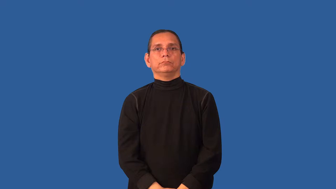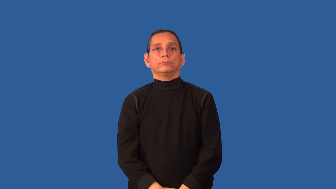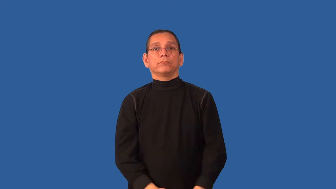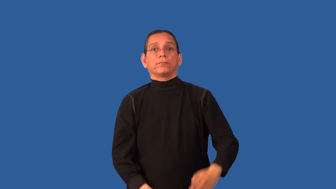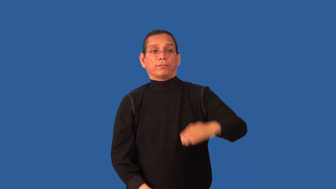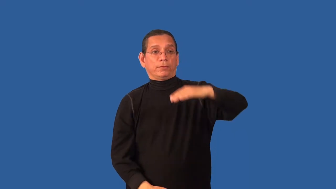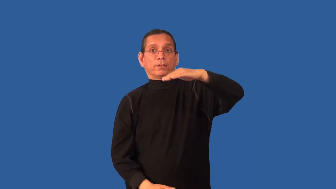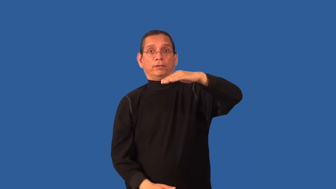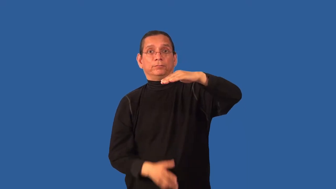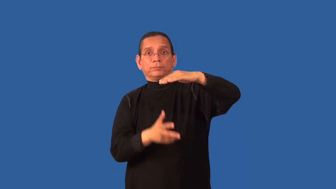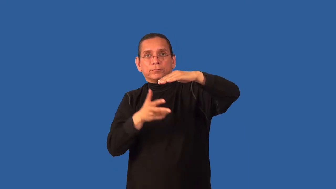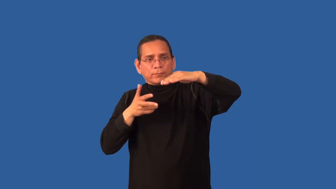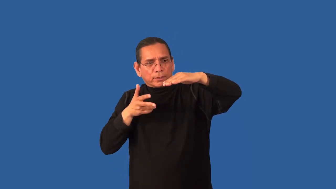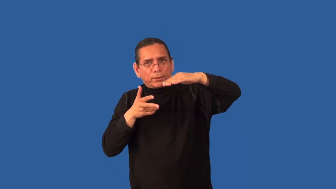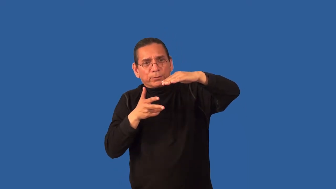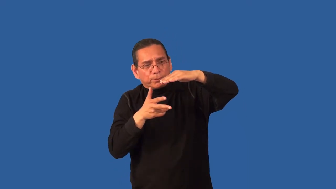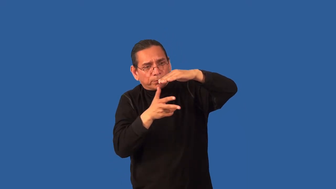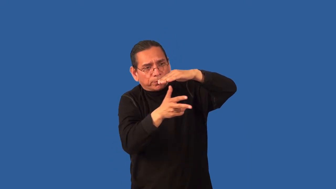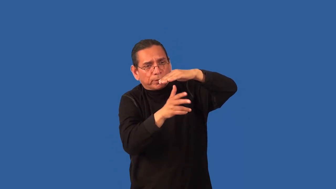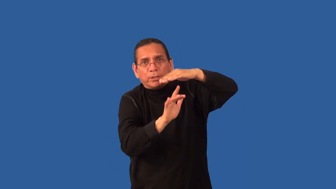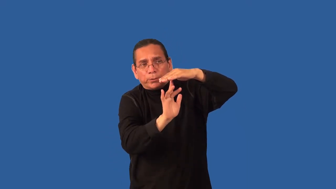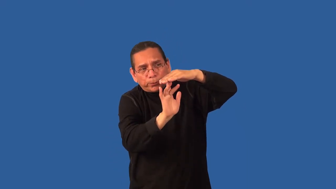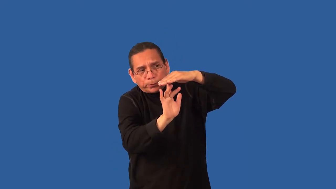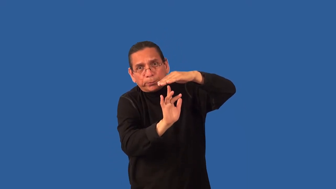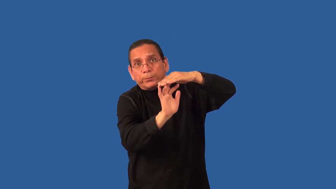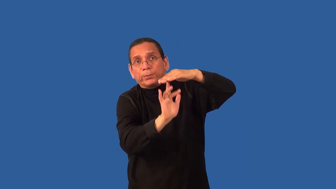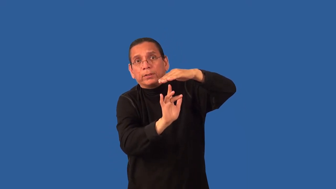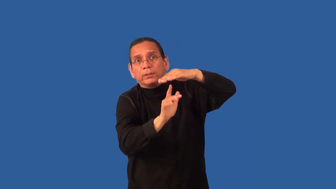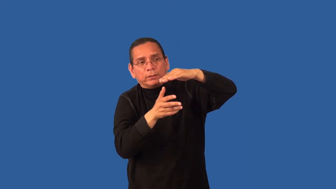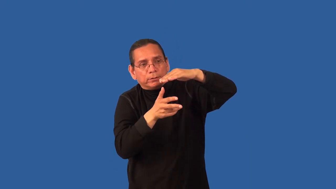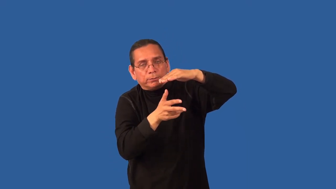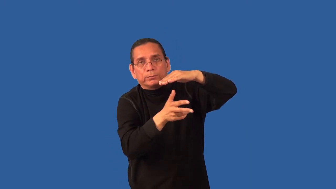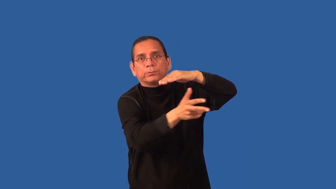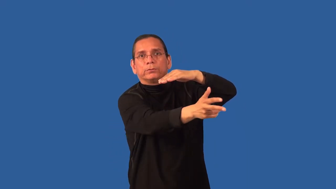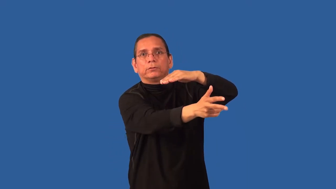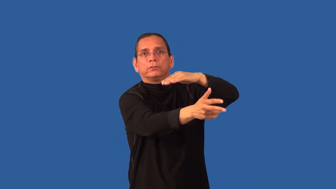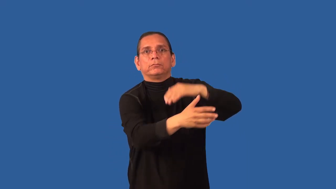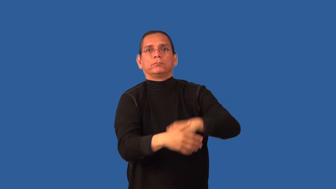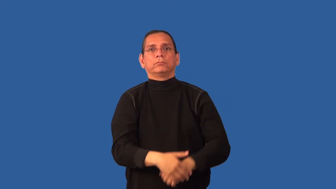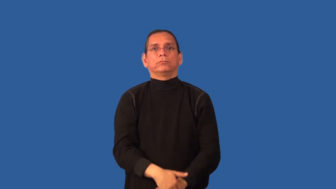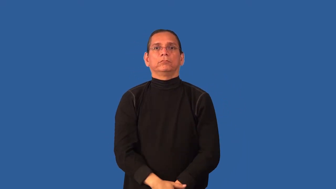clearance,headroom-height